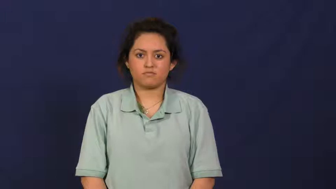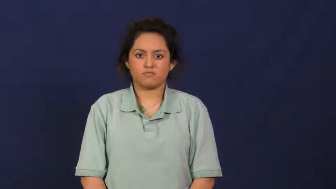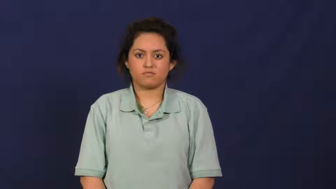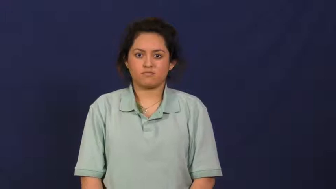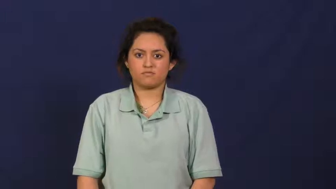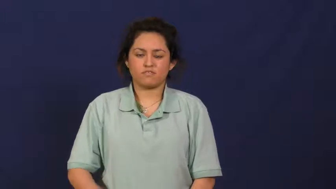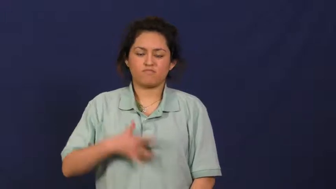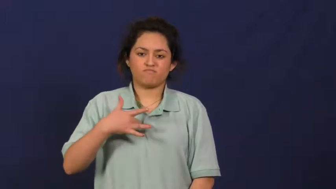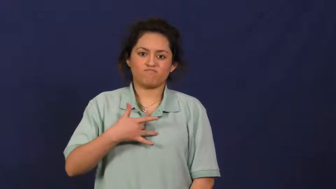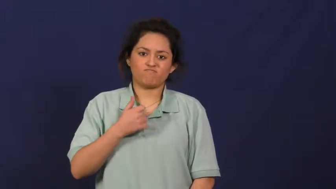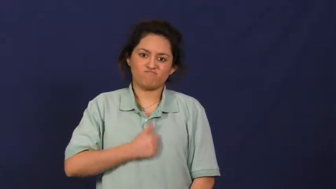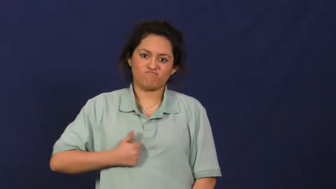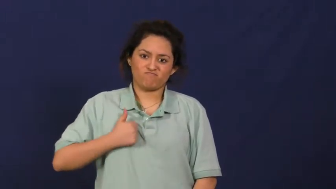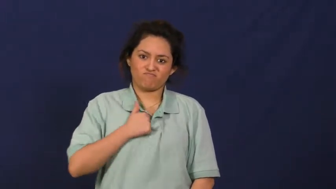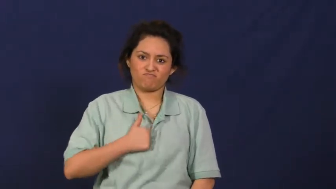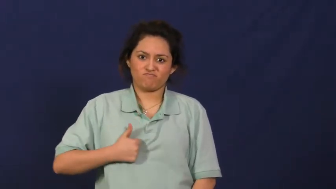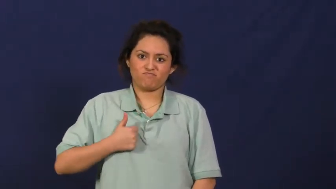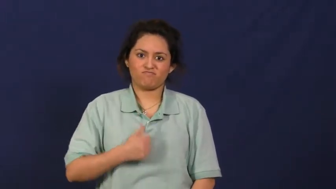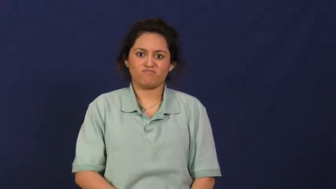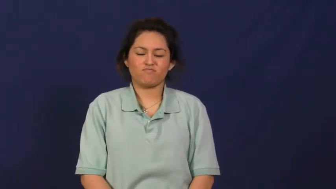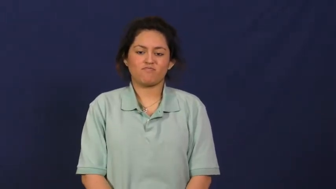remorse